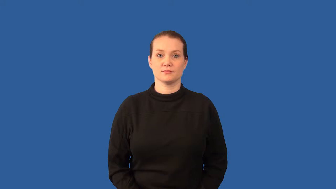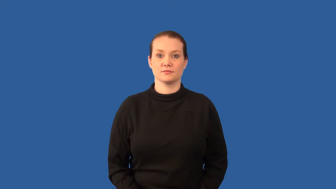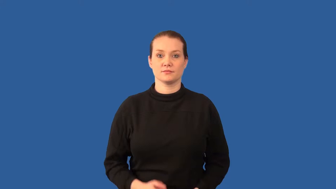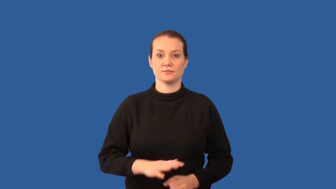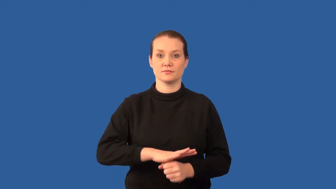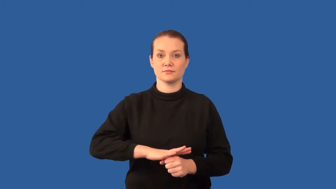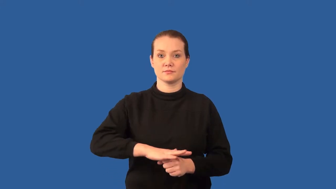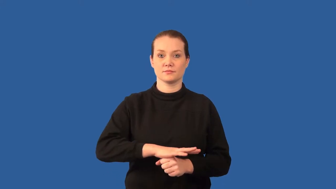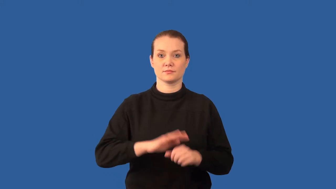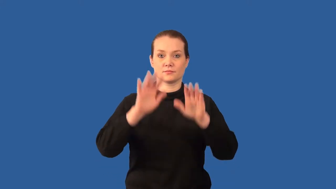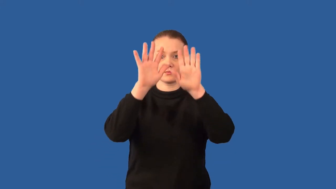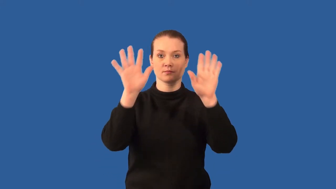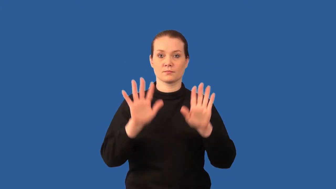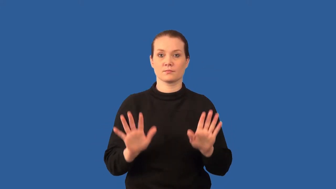microclimate